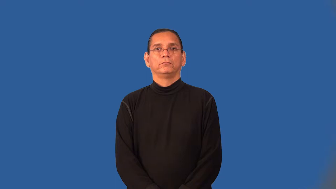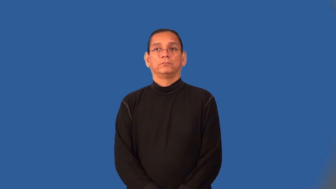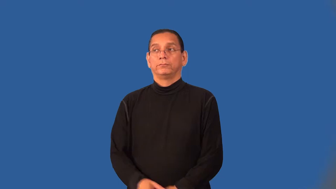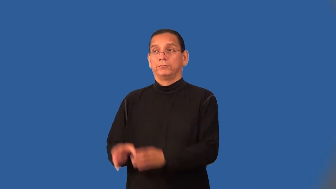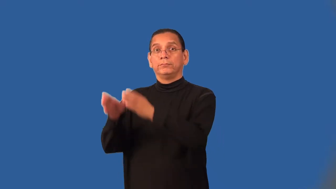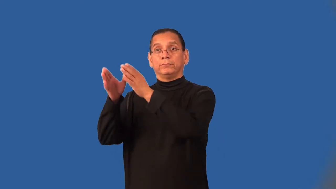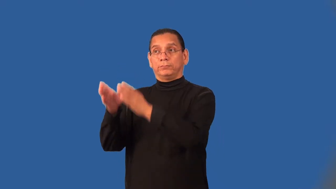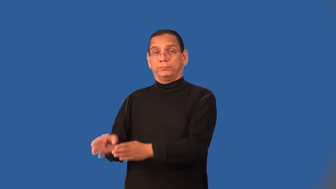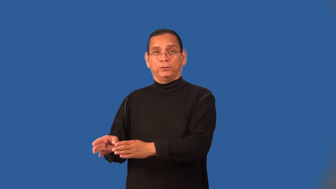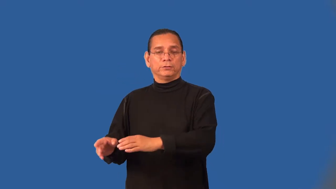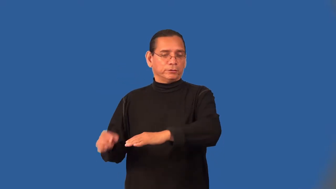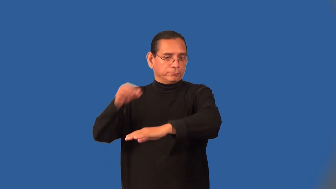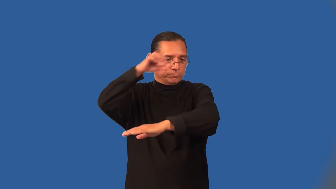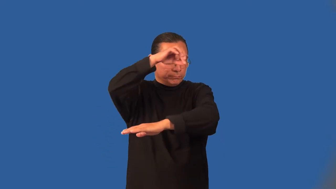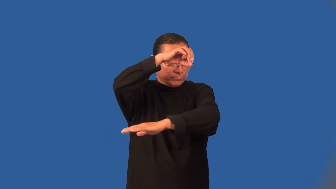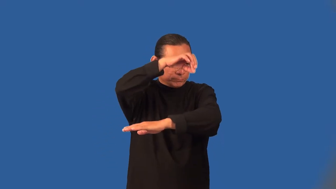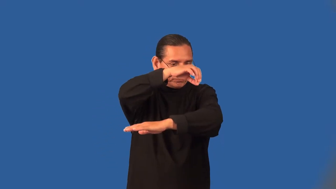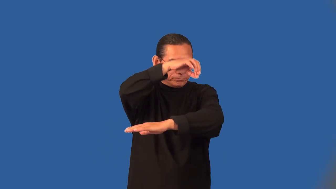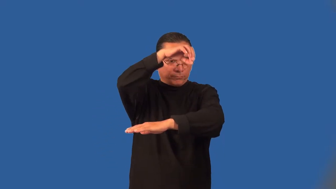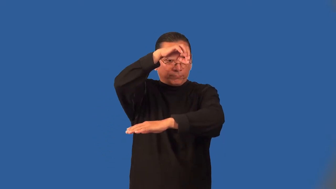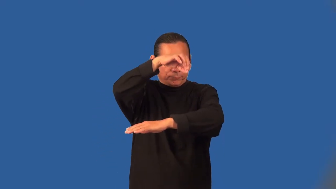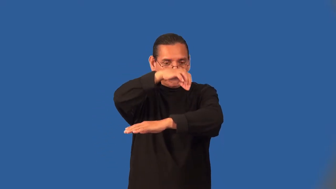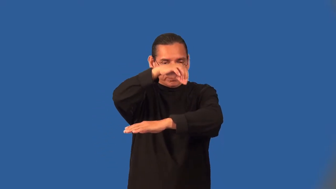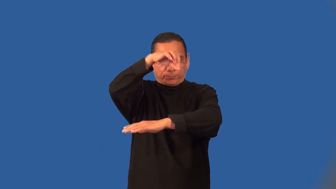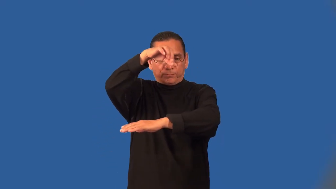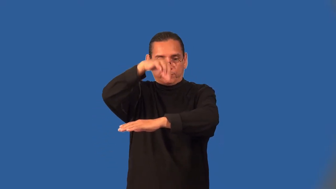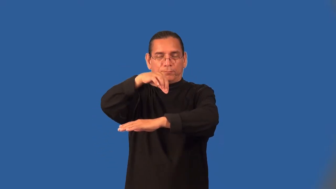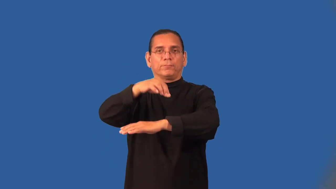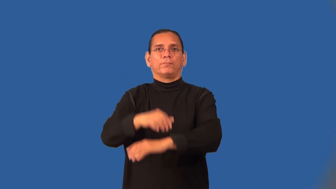acupuncturist